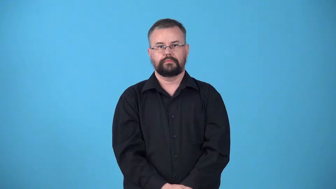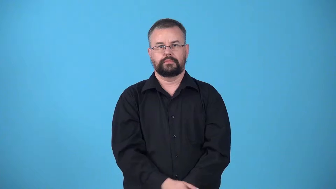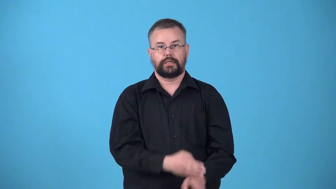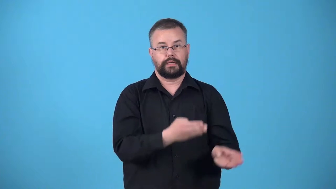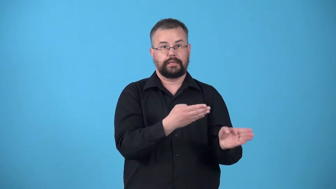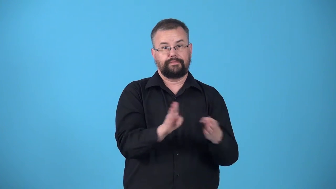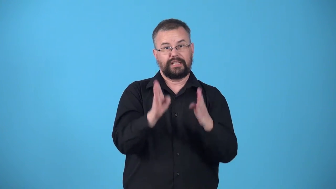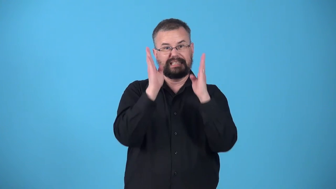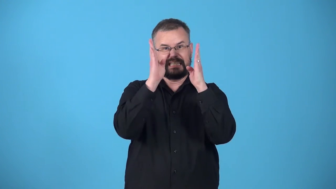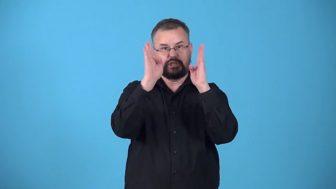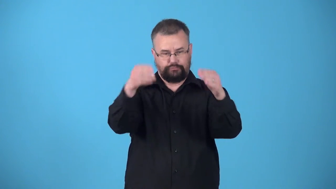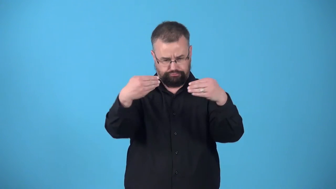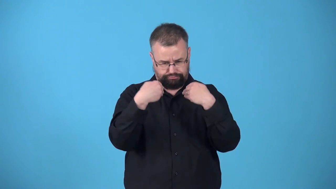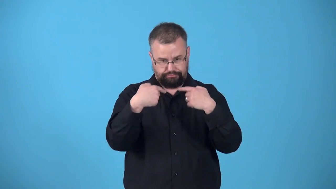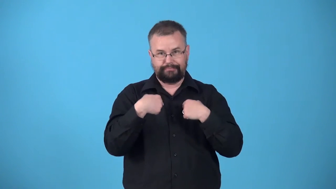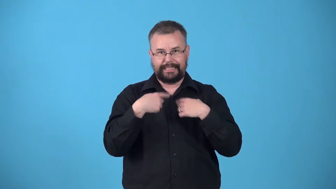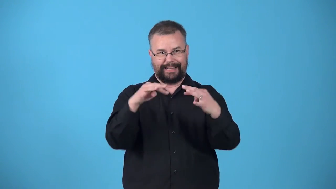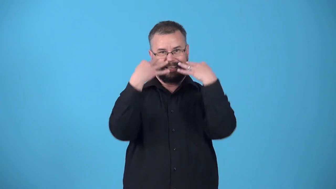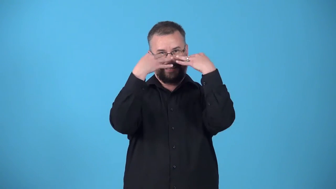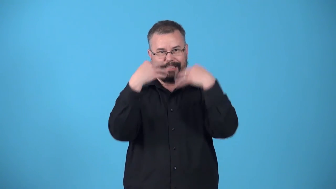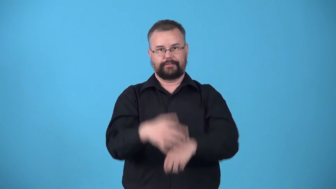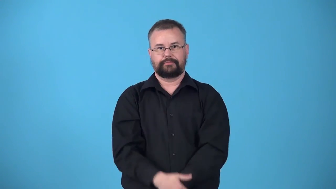upstage-verb